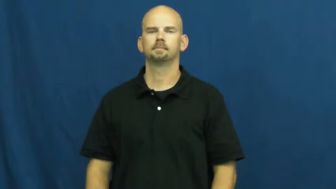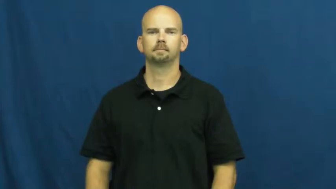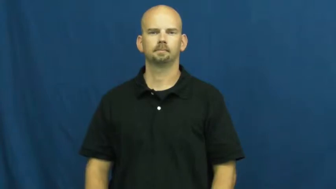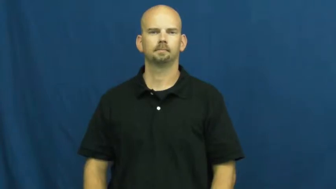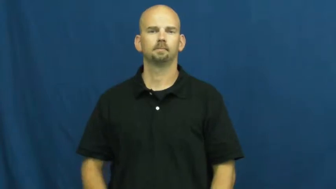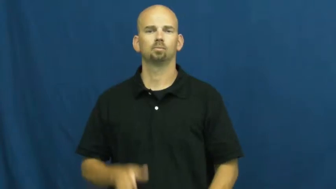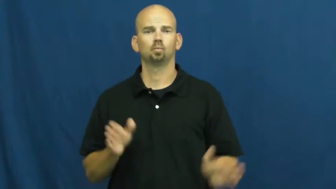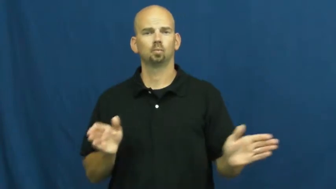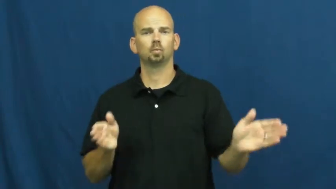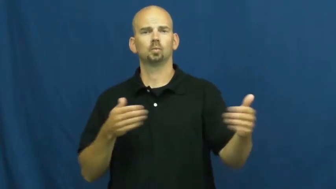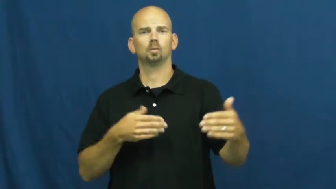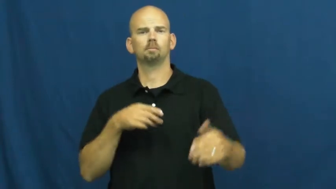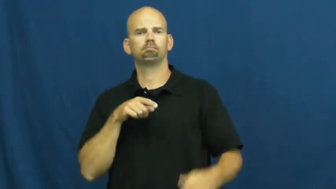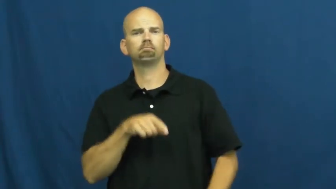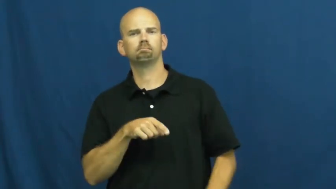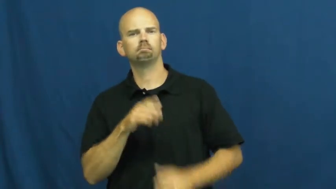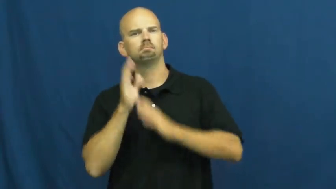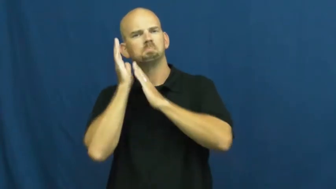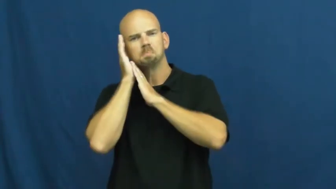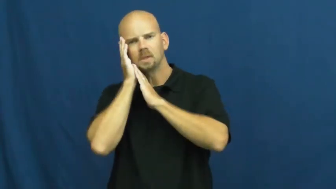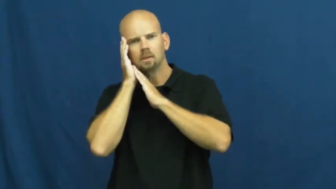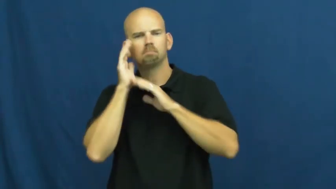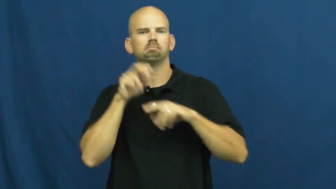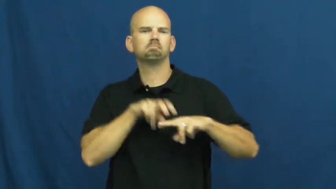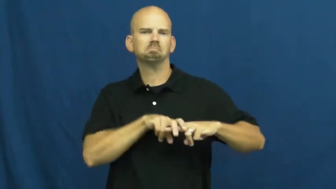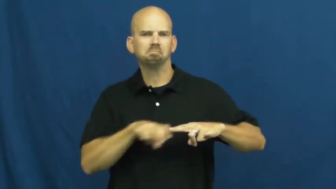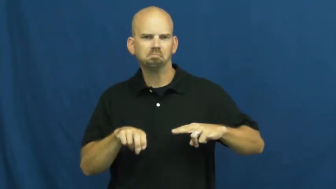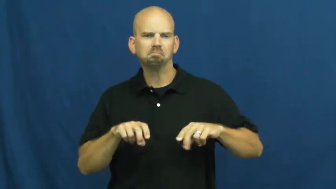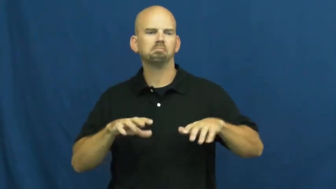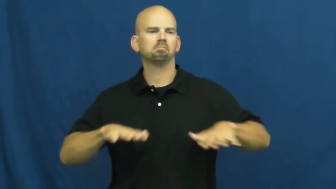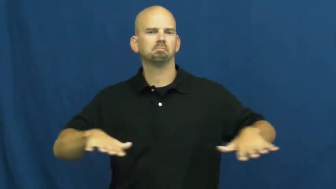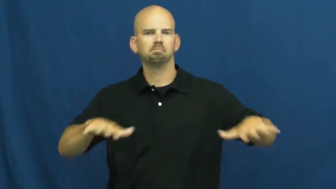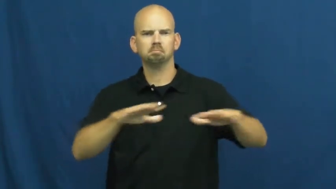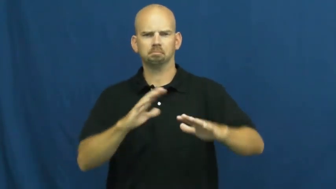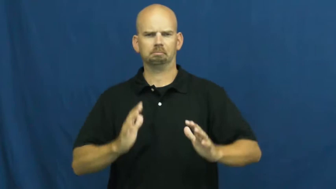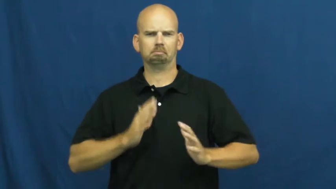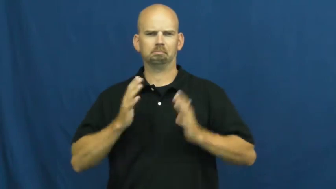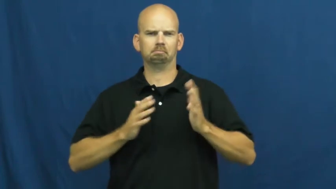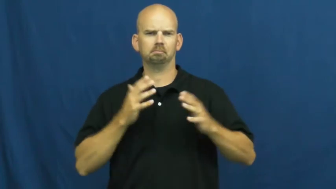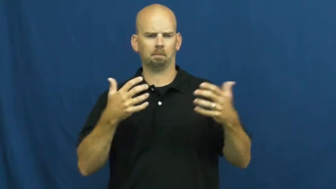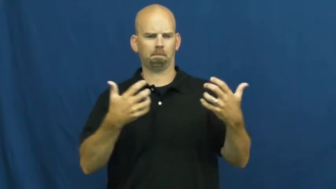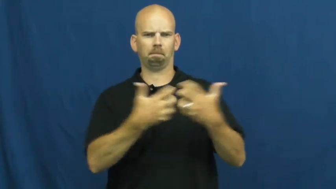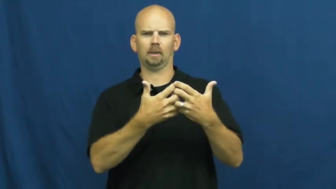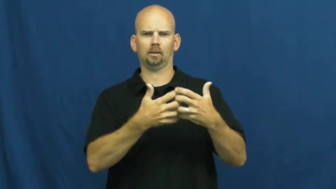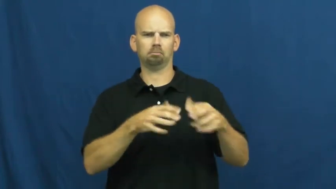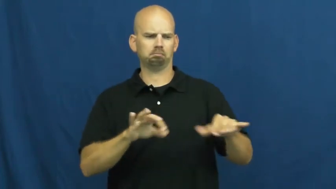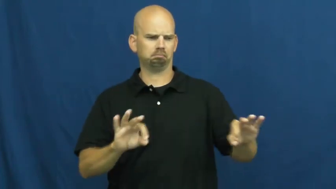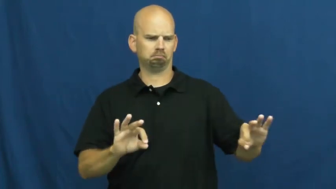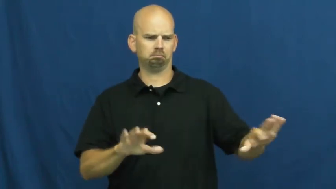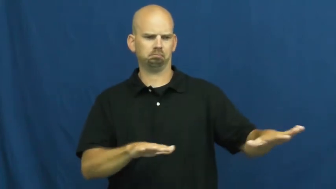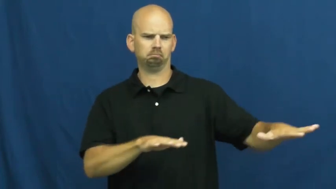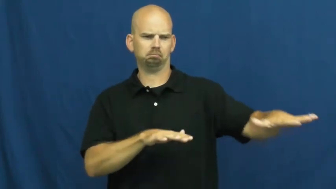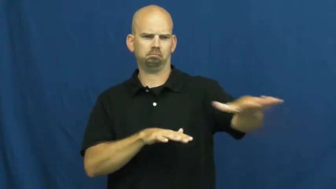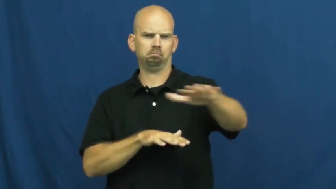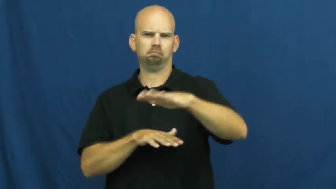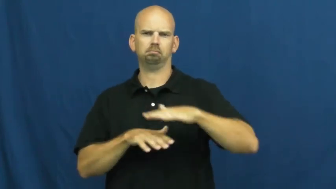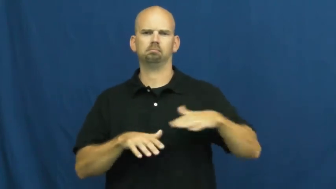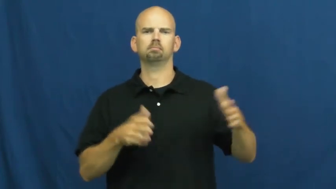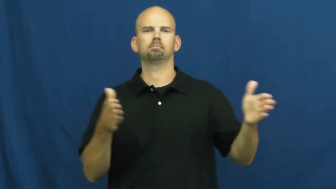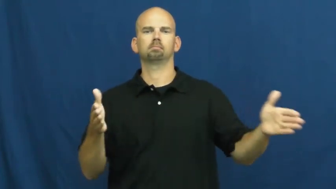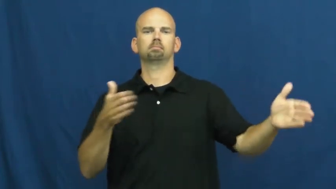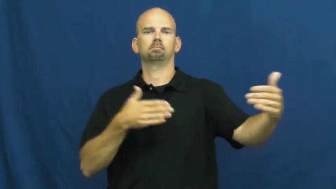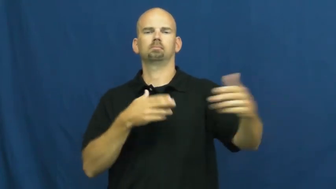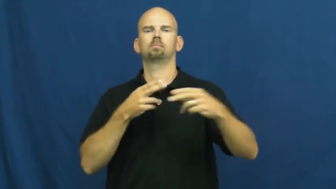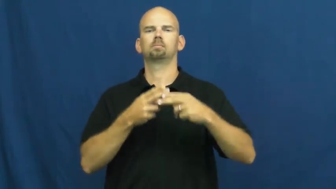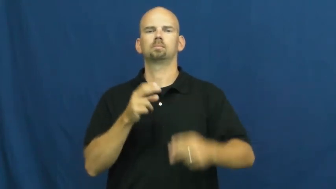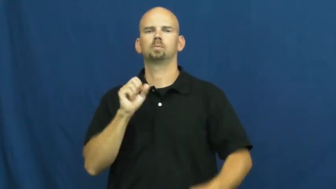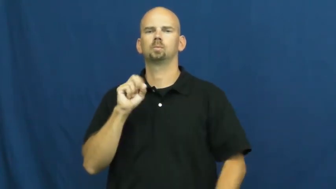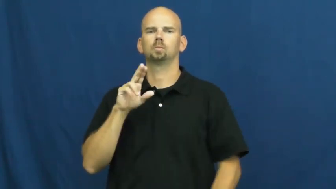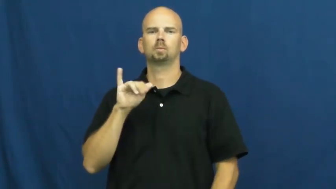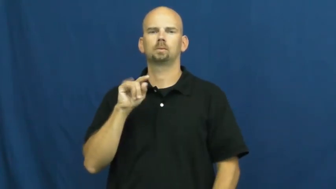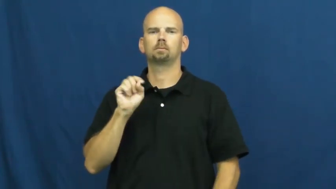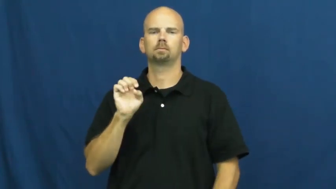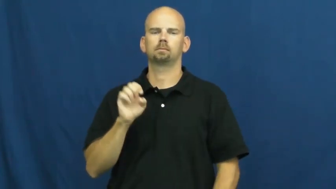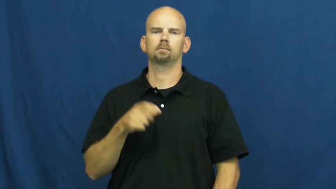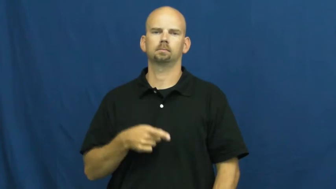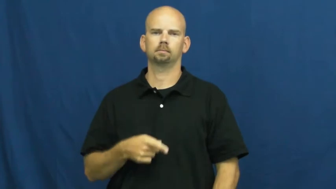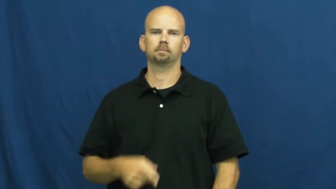suite-fancy